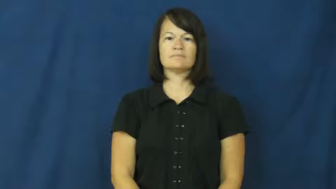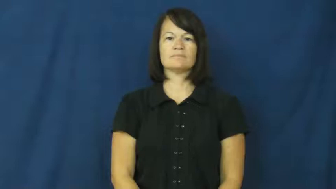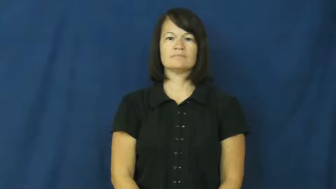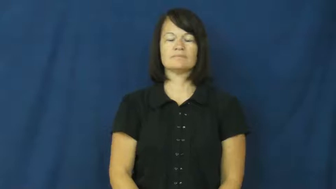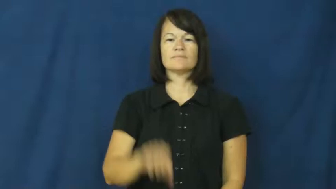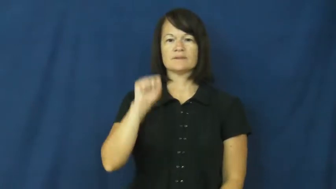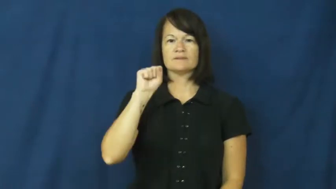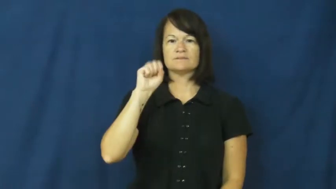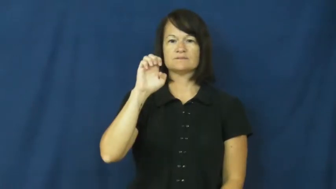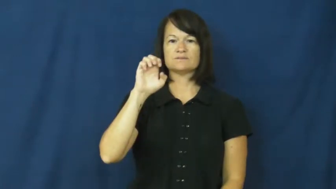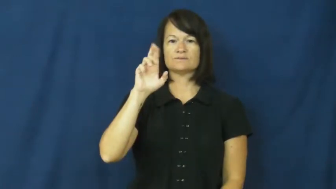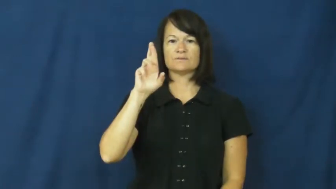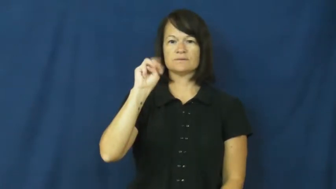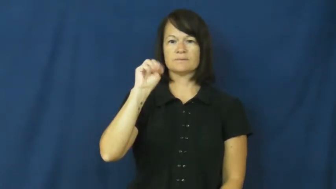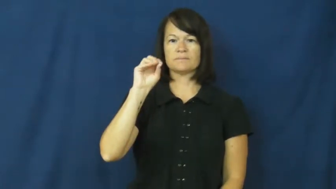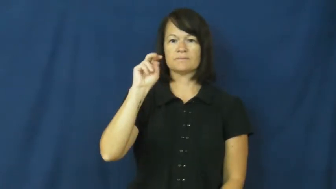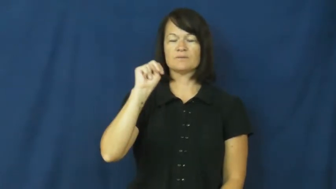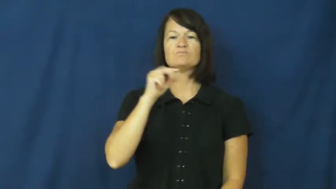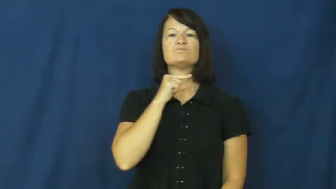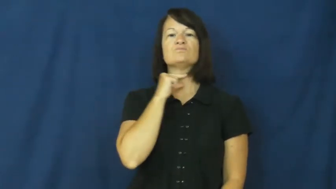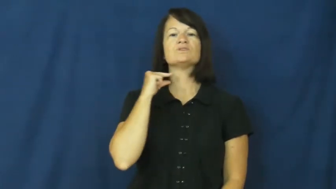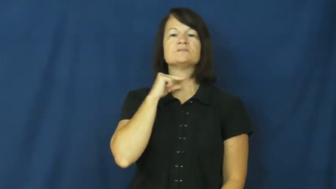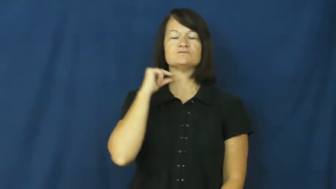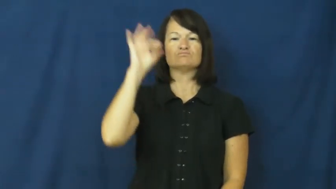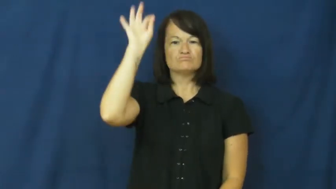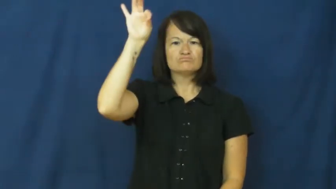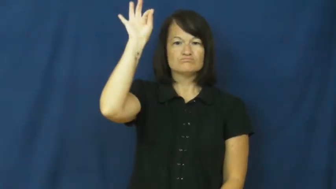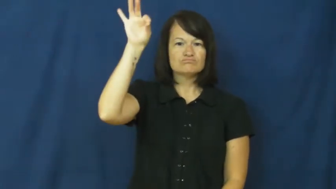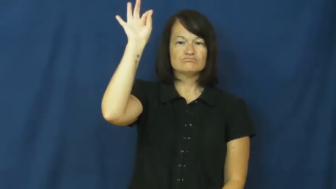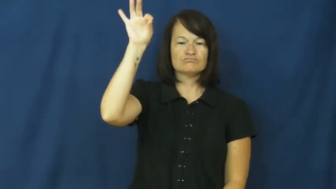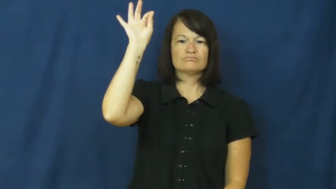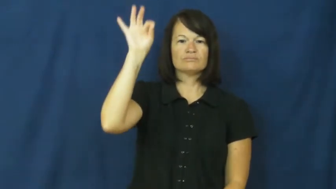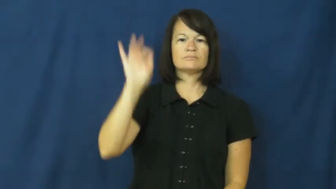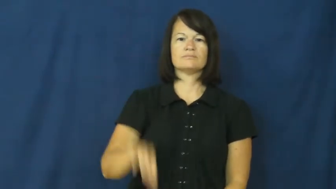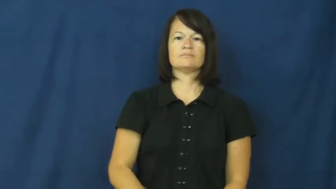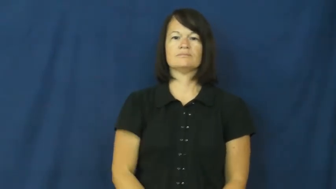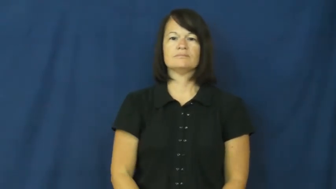sermon,homily-church